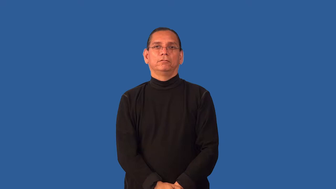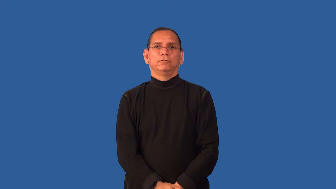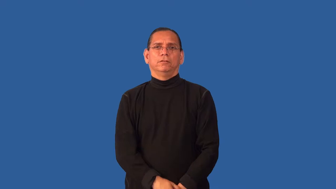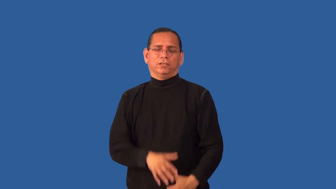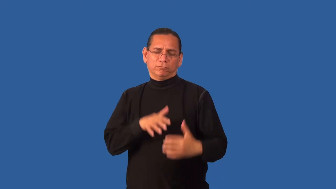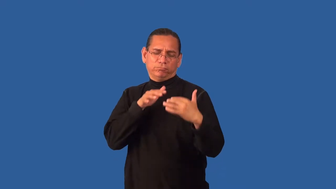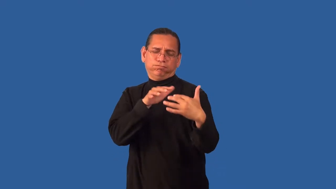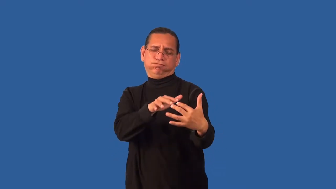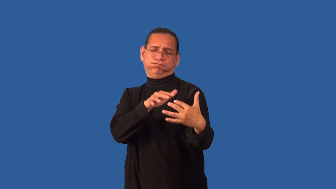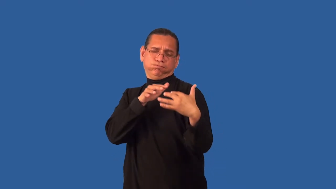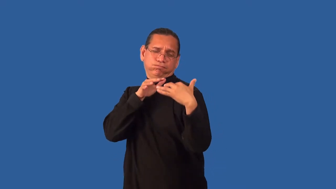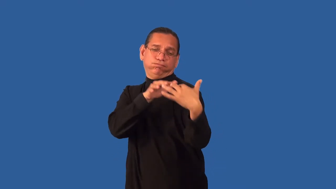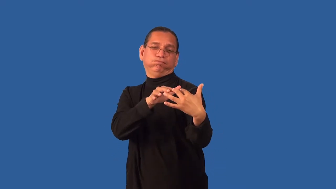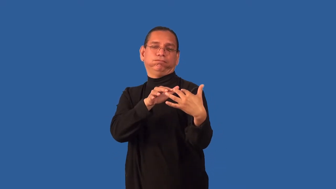engagement-battle